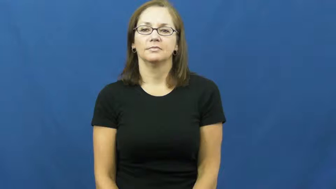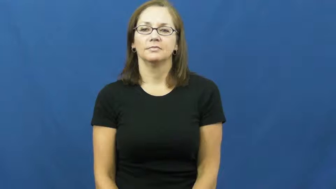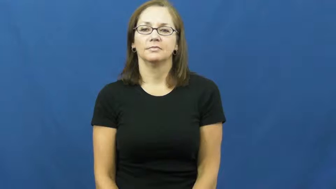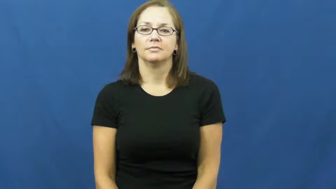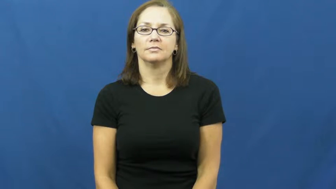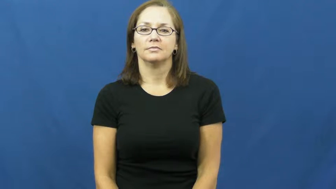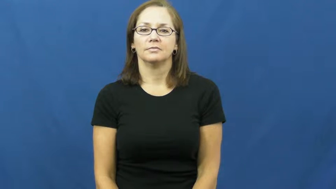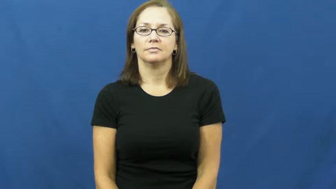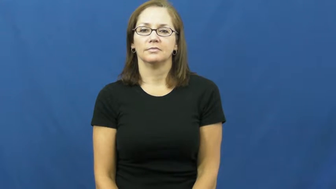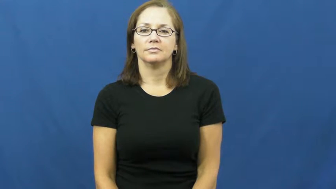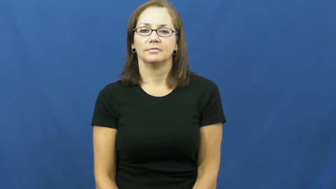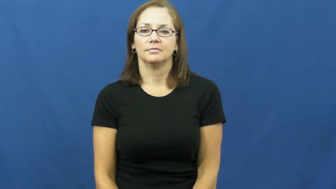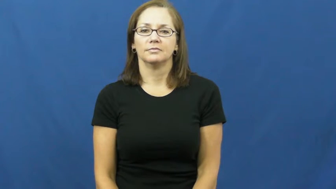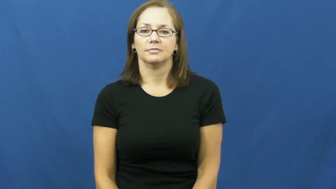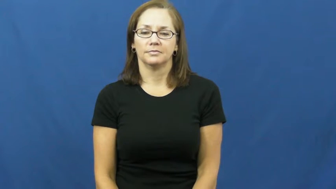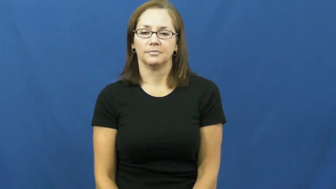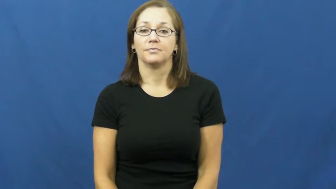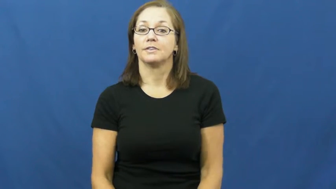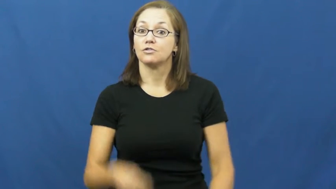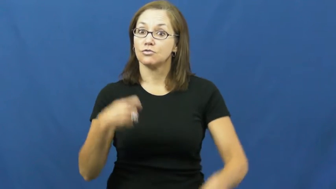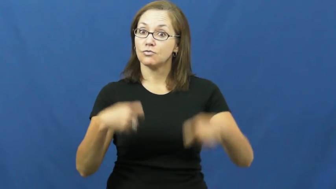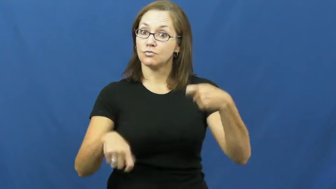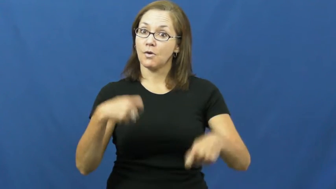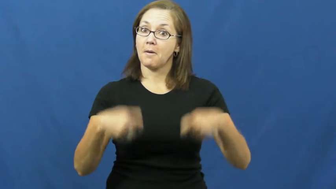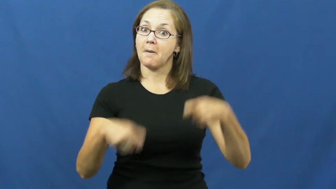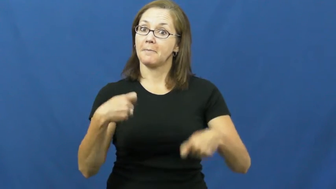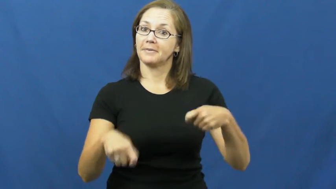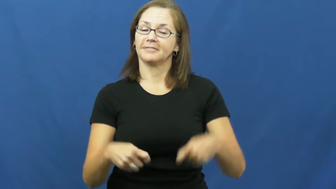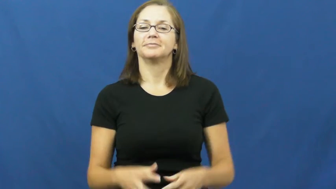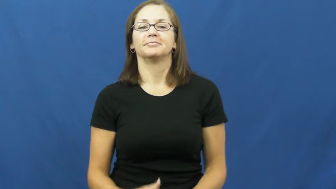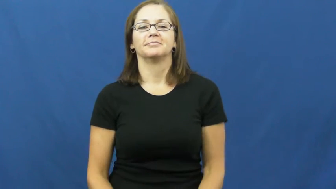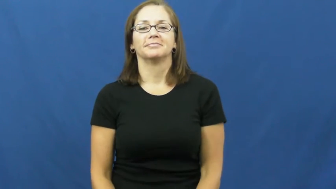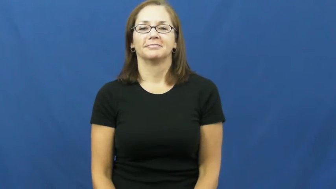drum,percussion